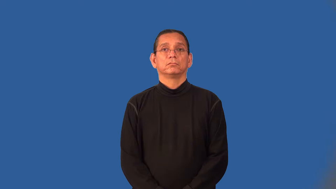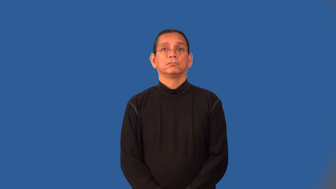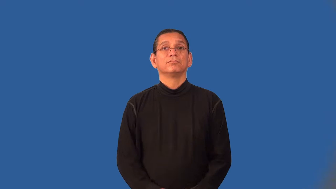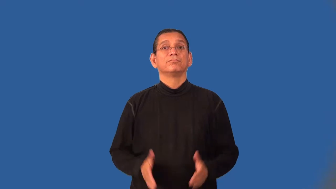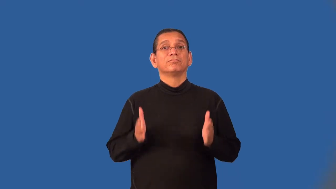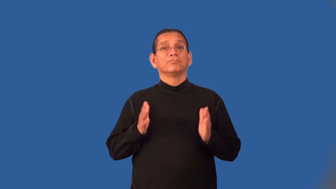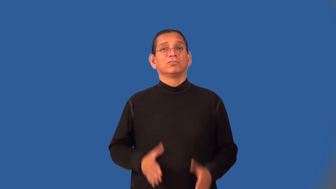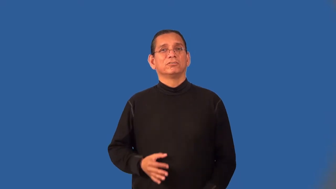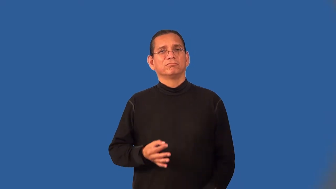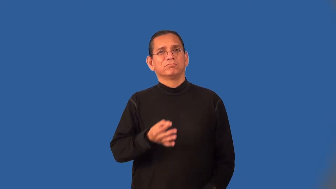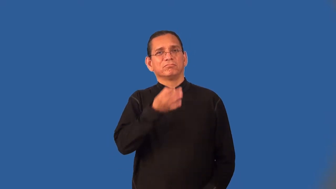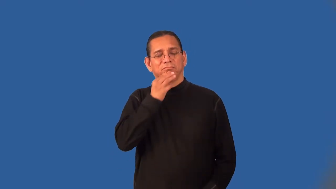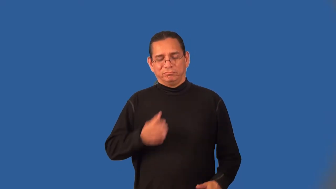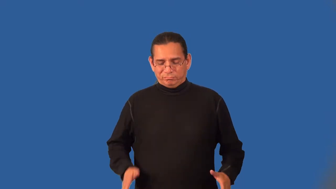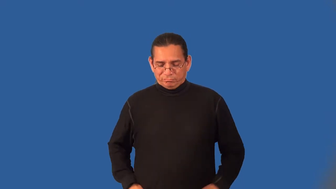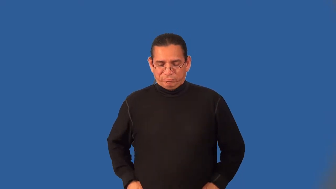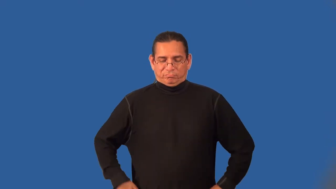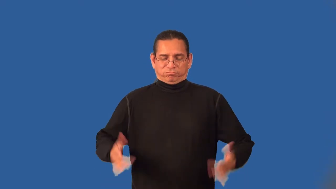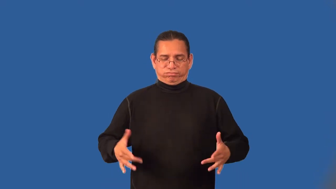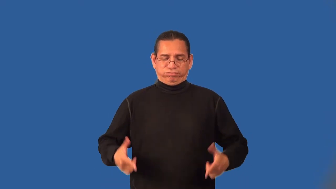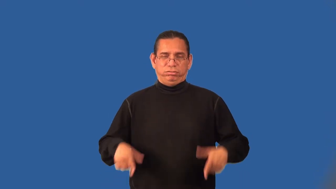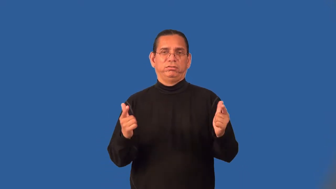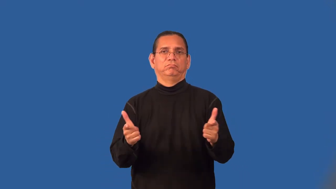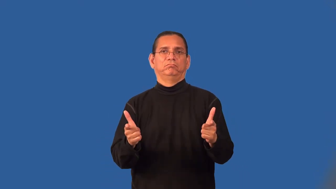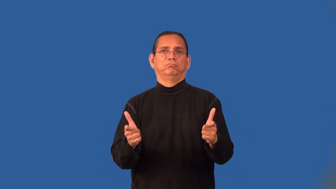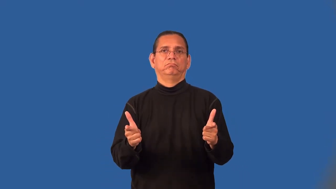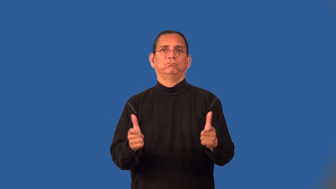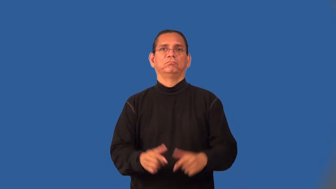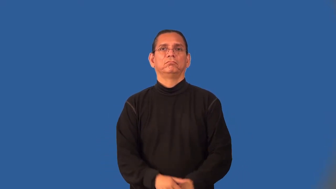gunslinger